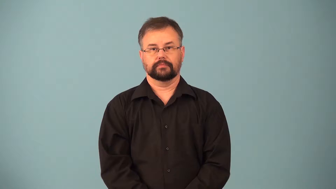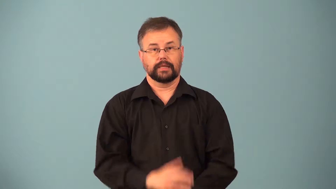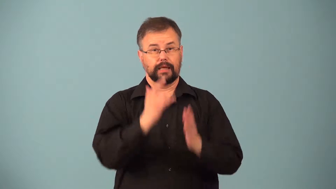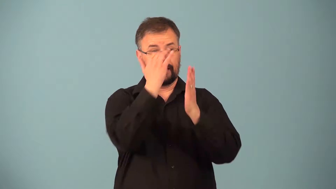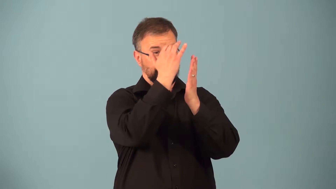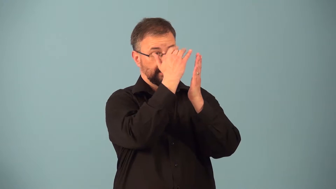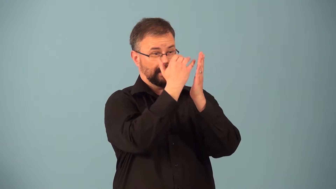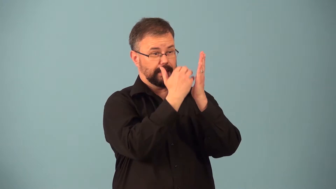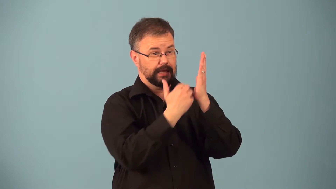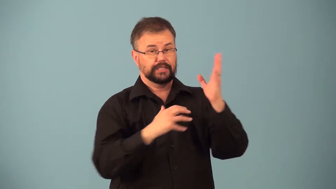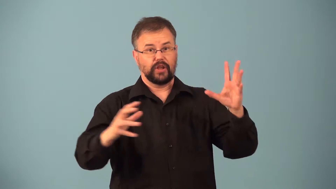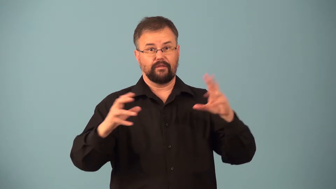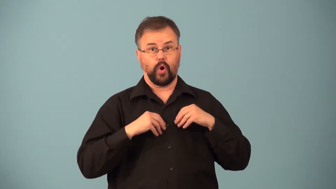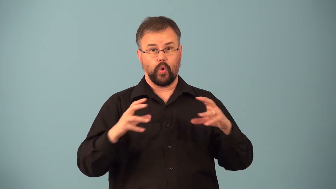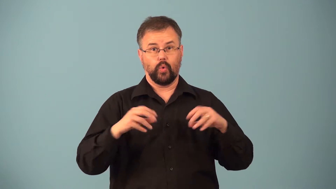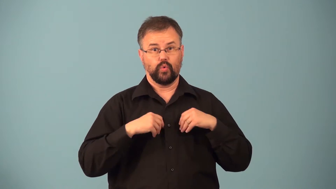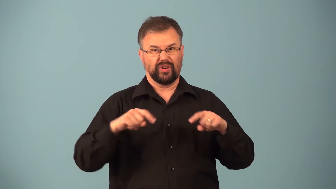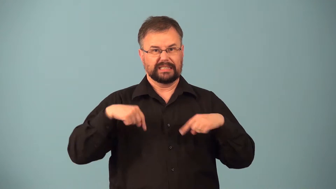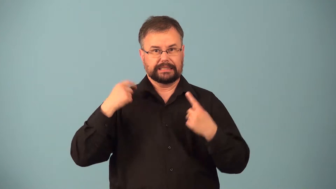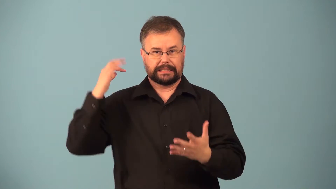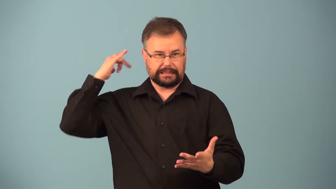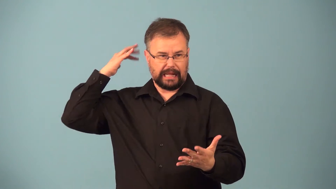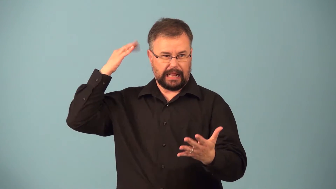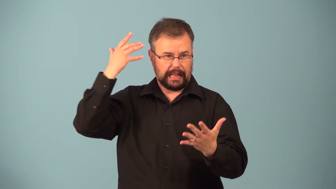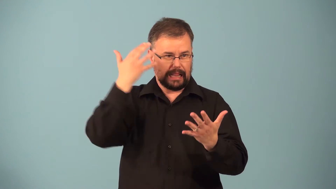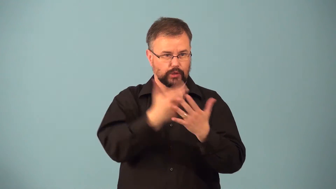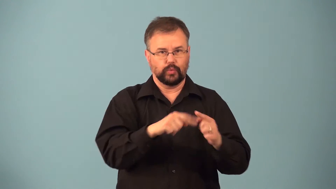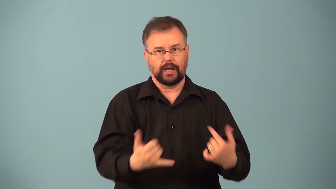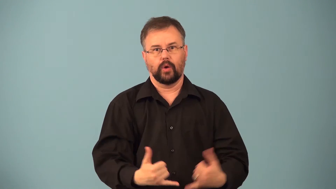provenance-list of owners